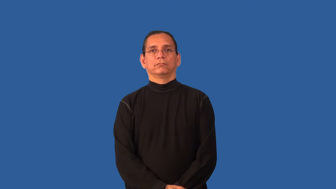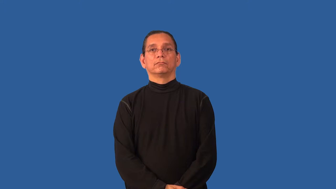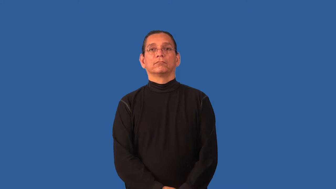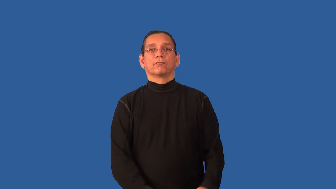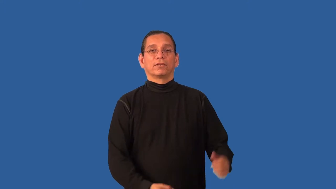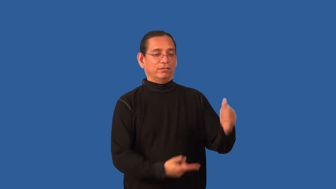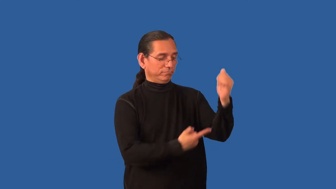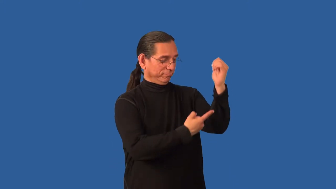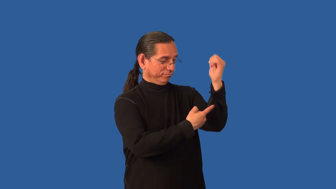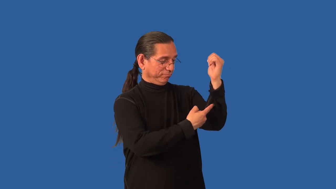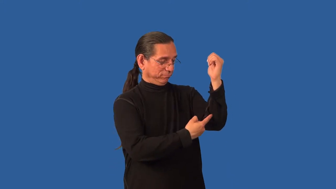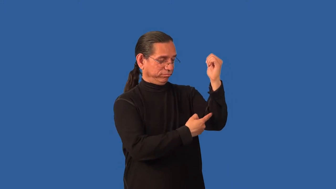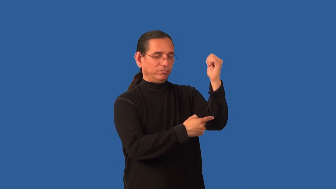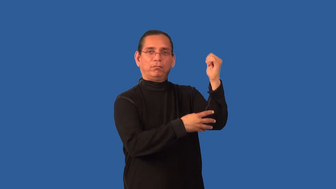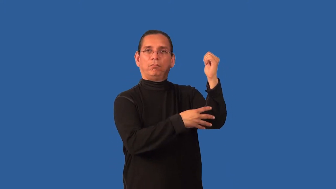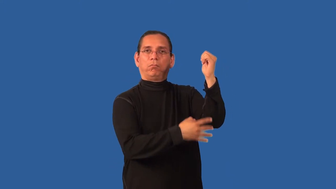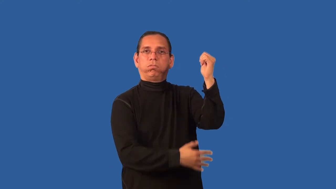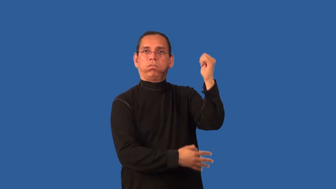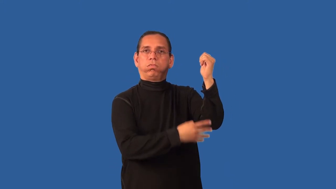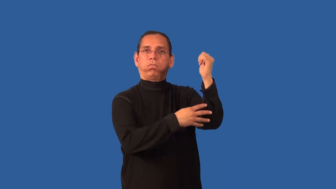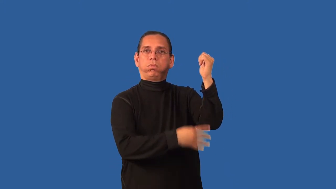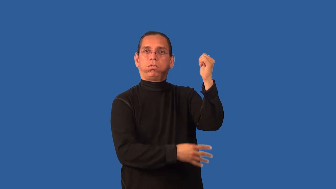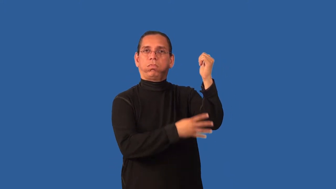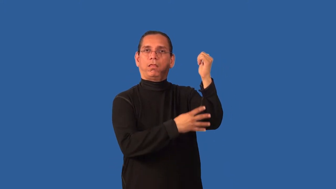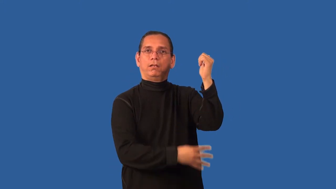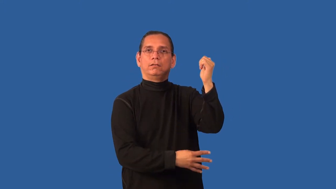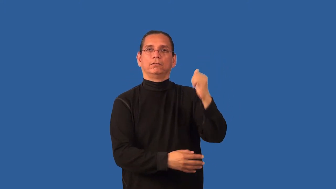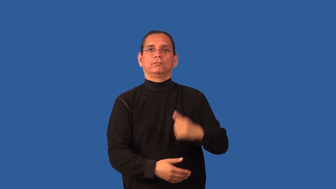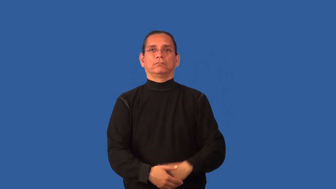bleed,bleed out,bleed off-blood